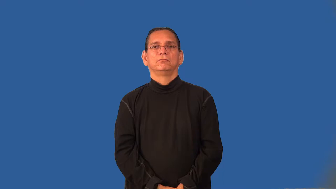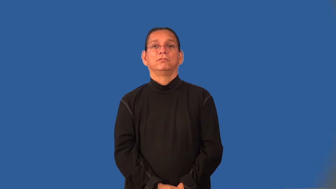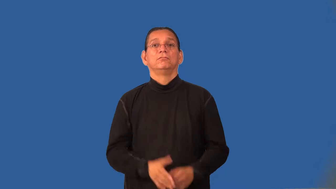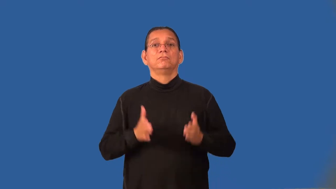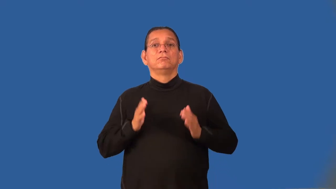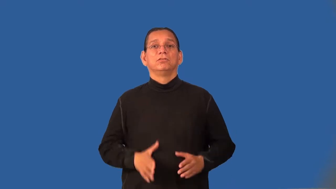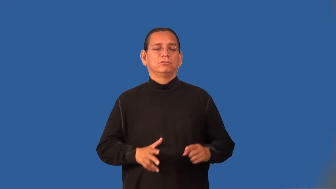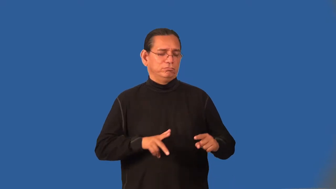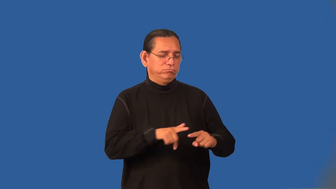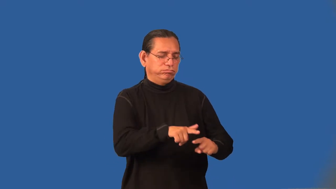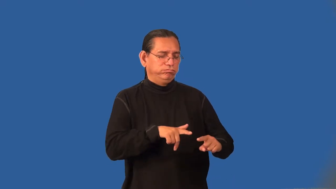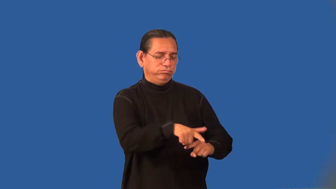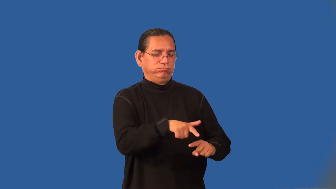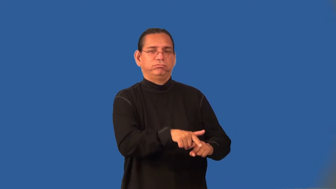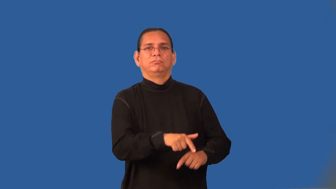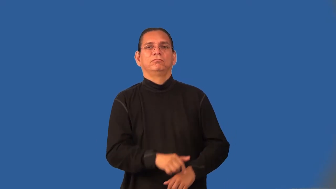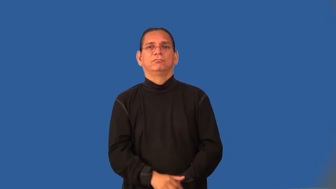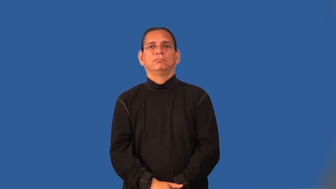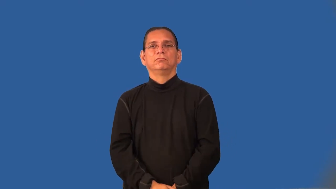hurdler